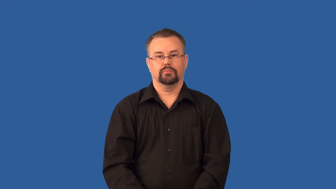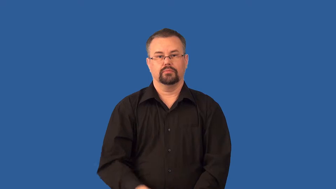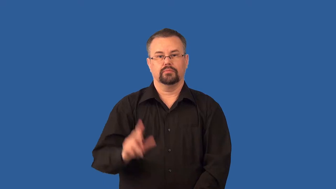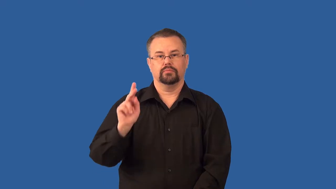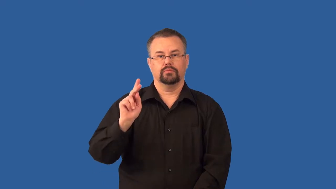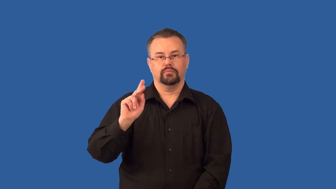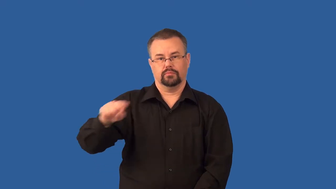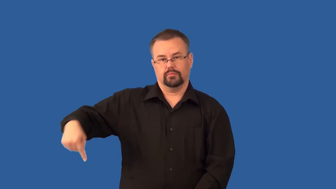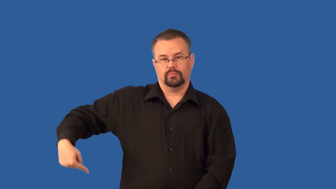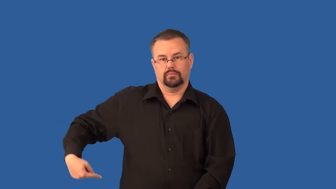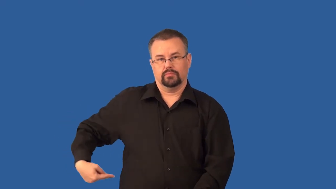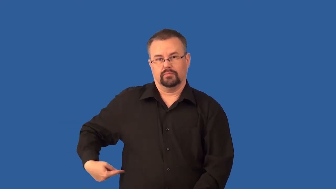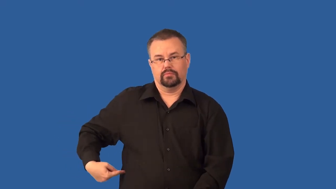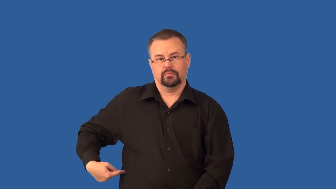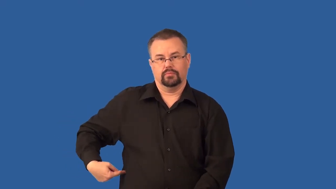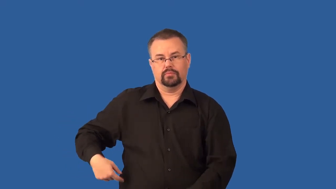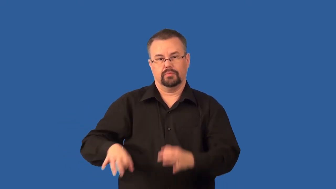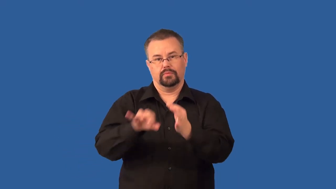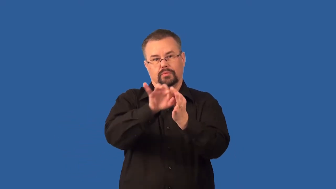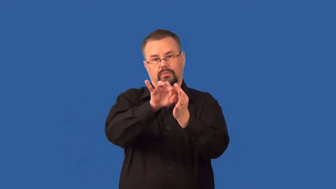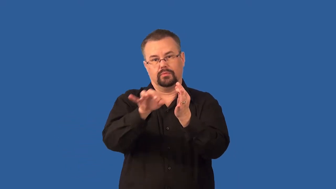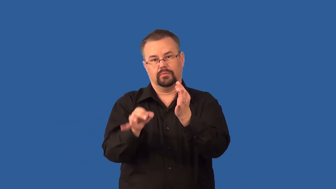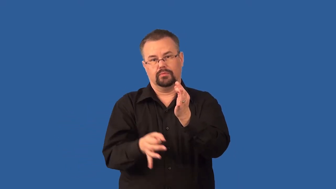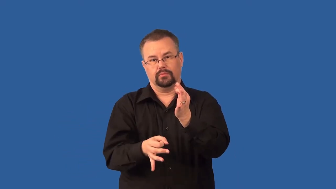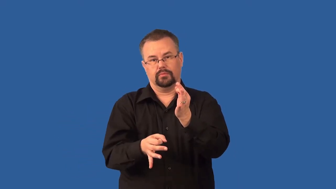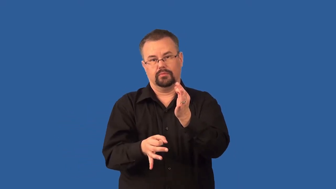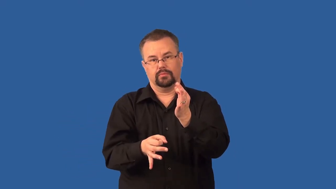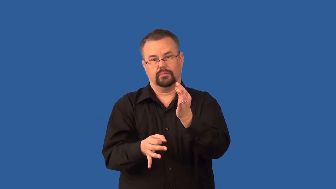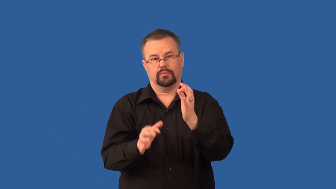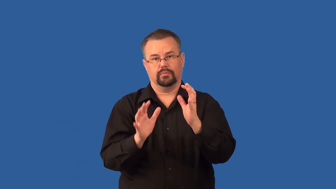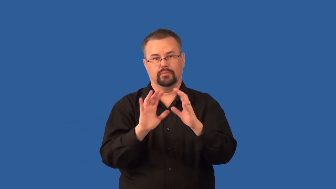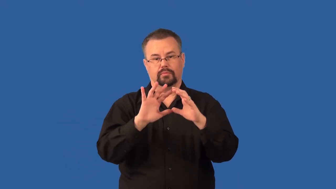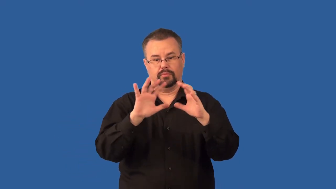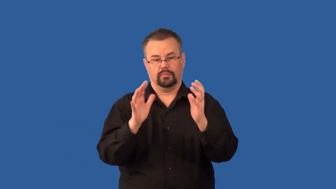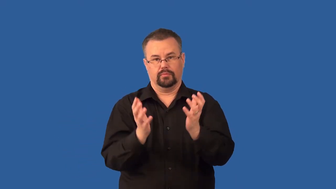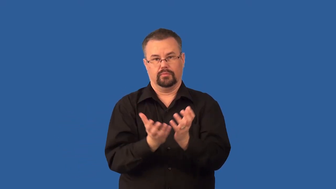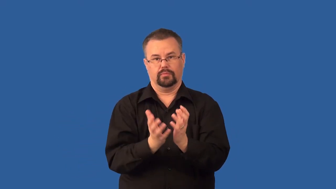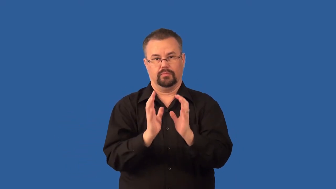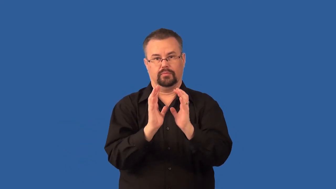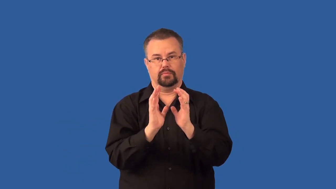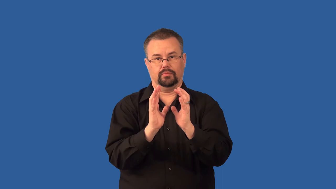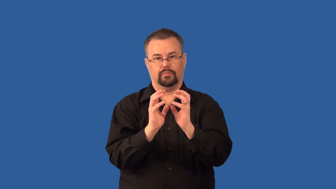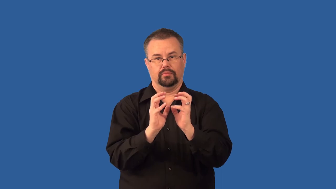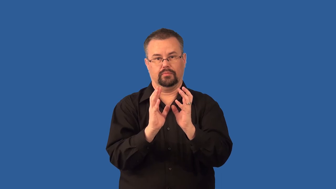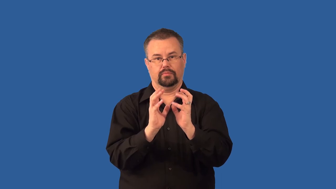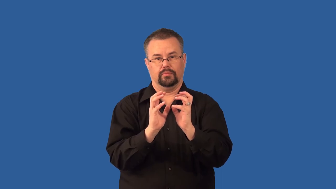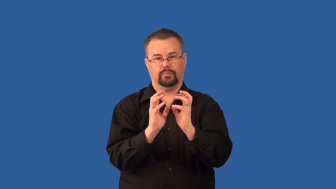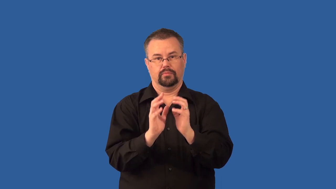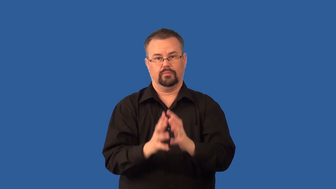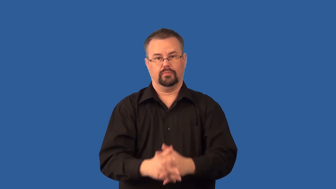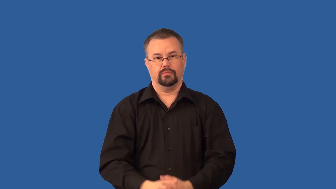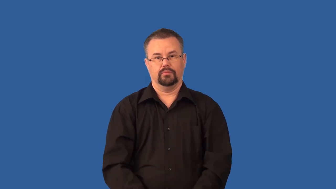ureter